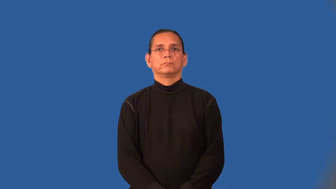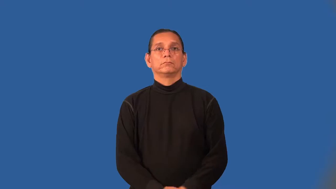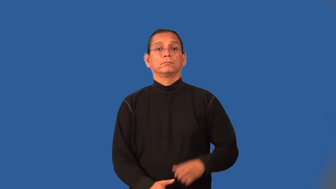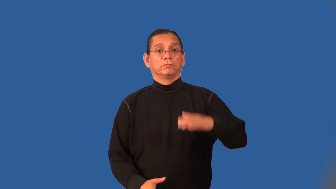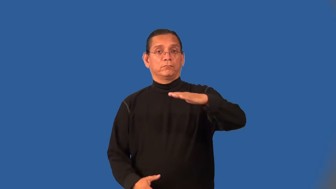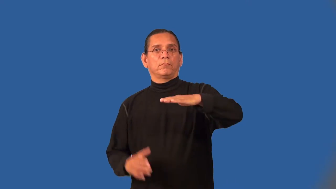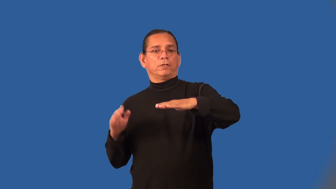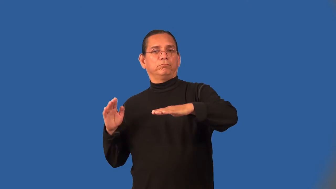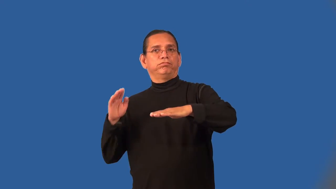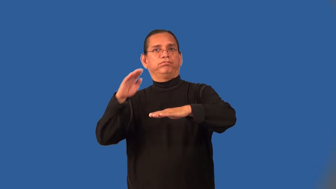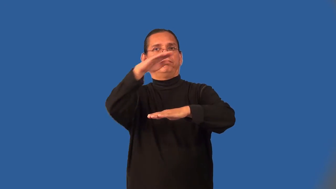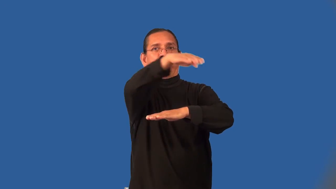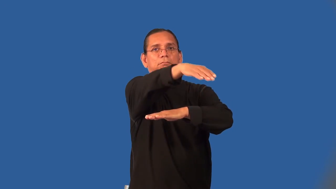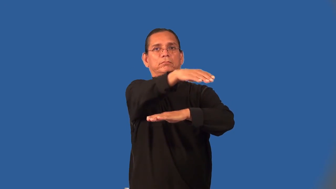overpass